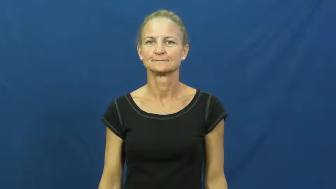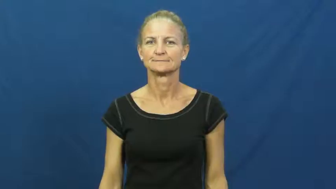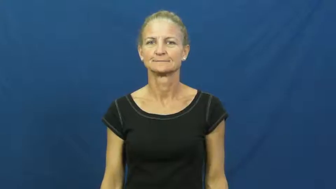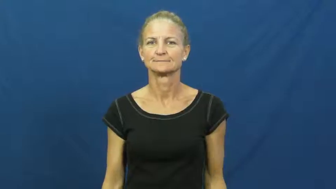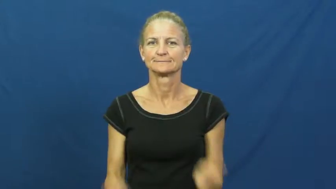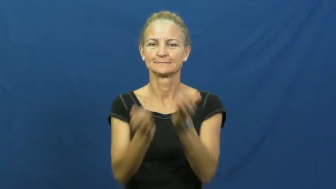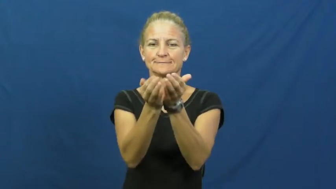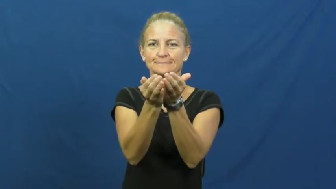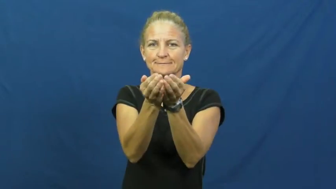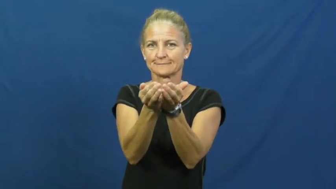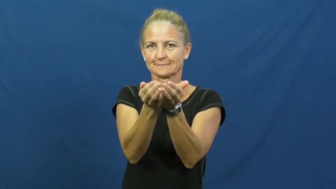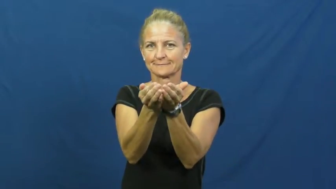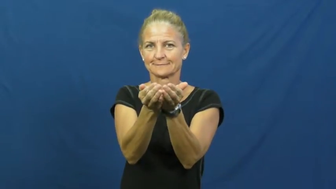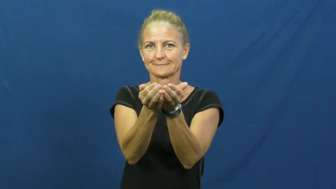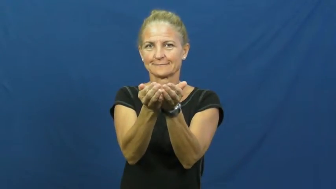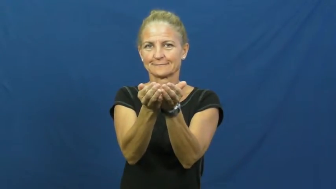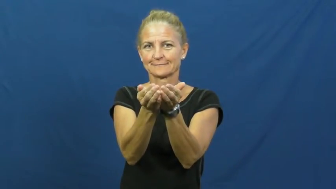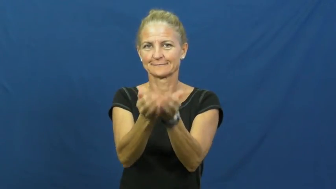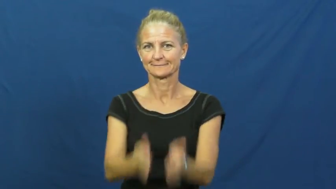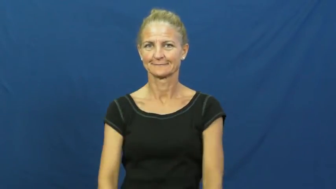cup-hands